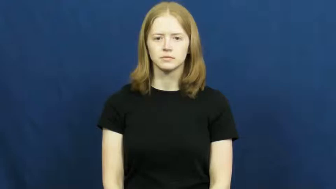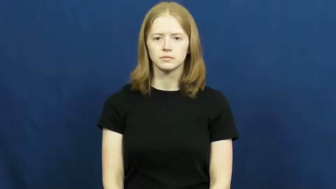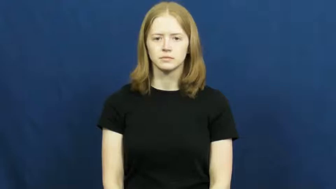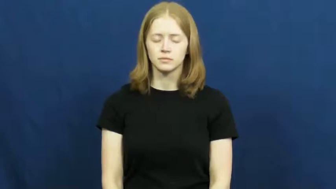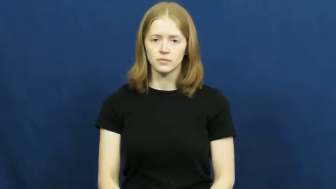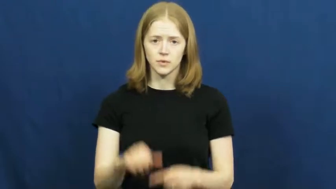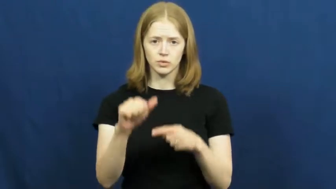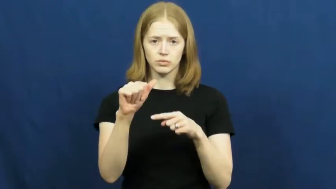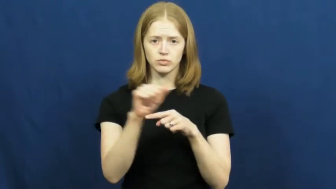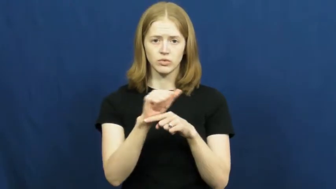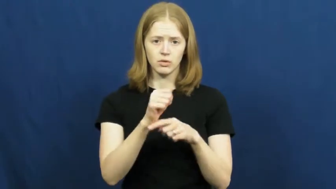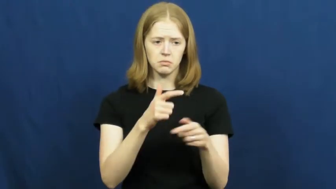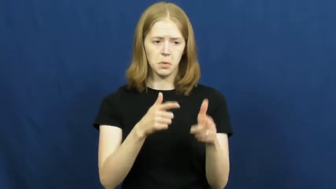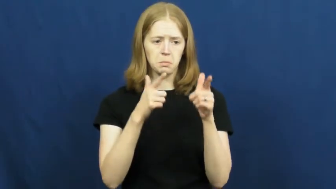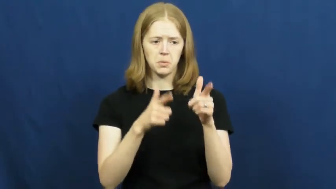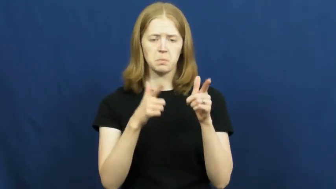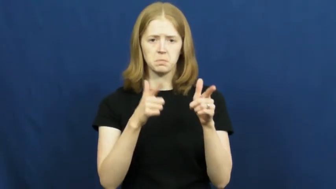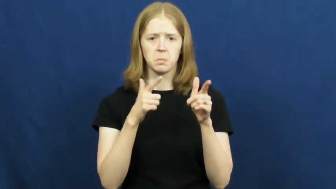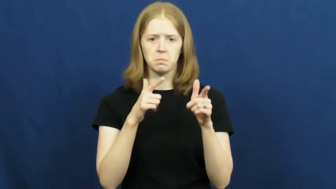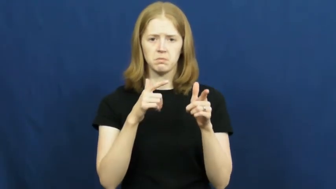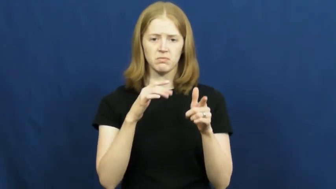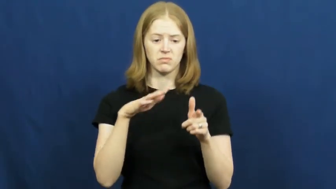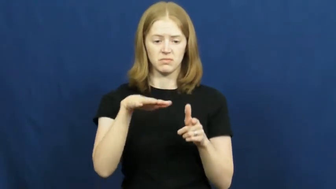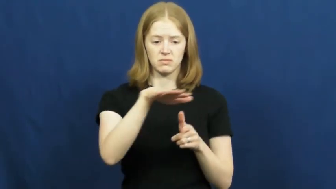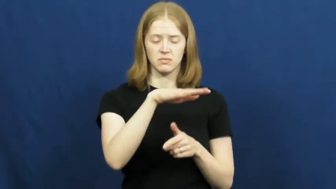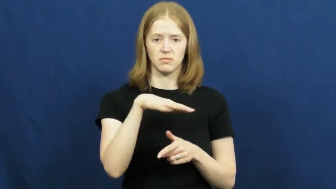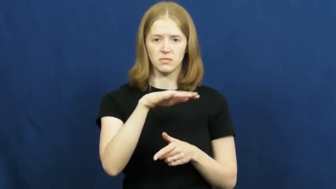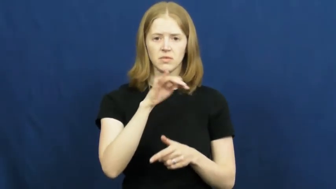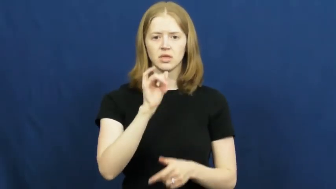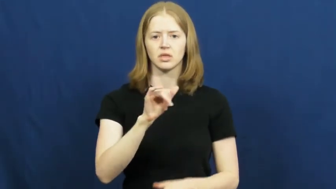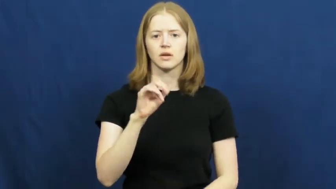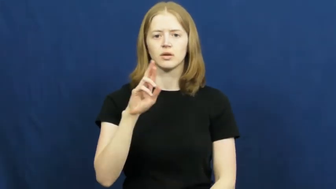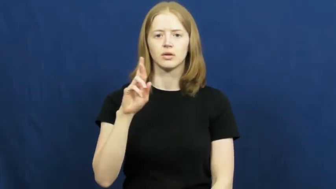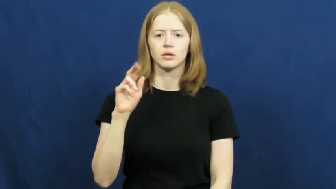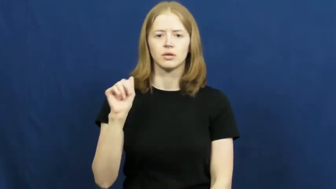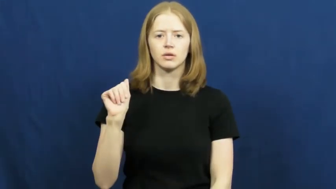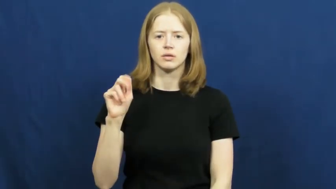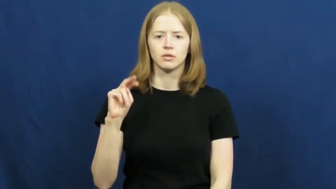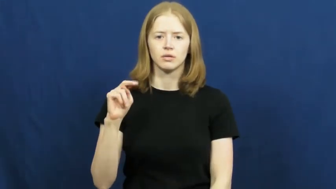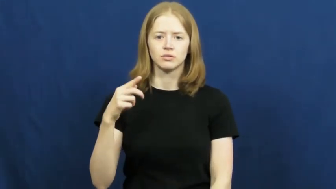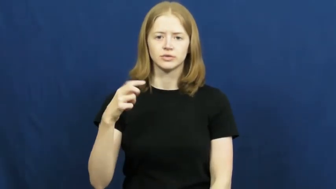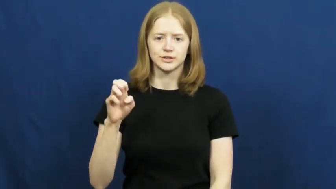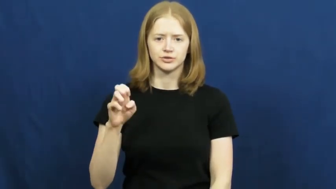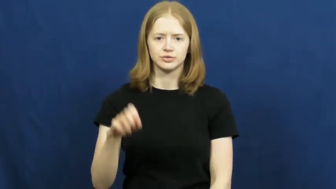range-gun